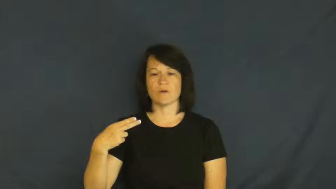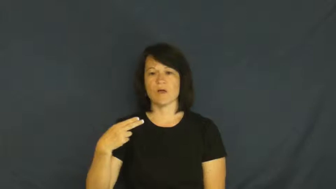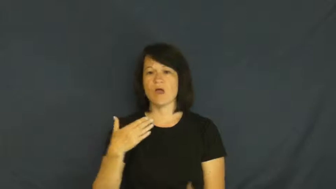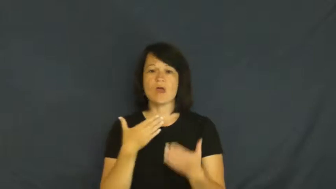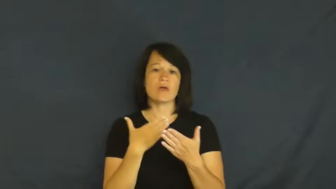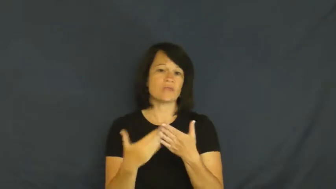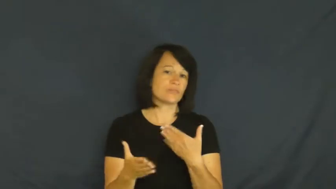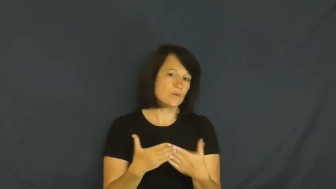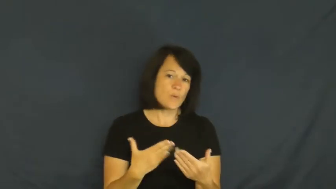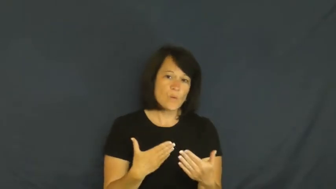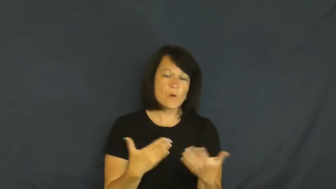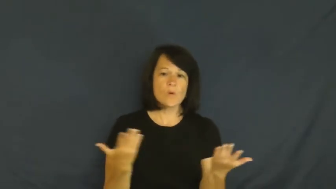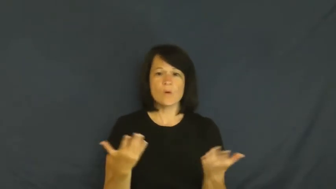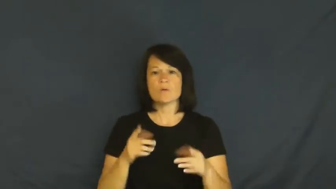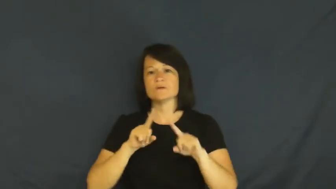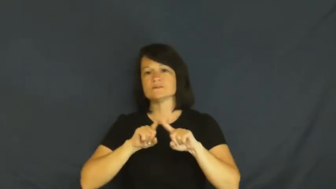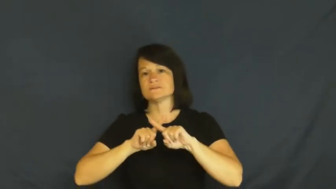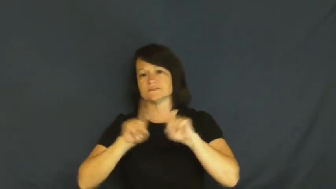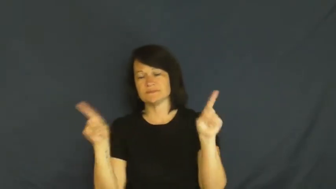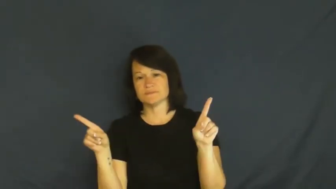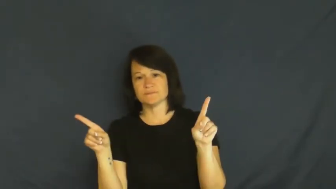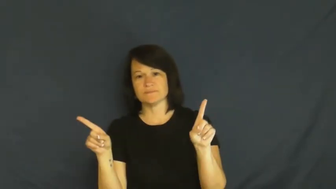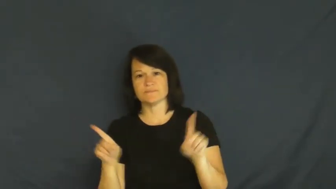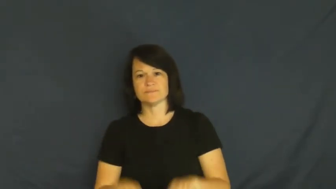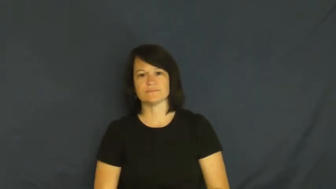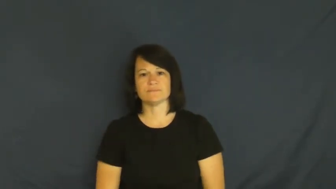although,even though,despite,notwithstanding,albeit,howsoever,irrespective